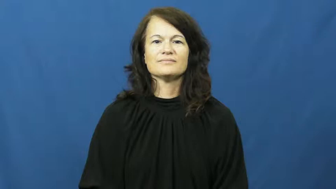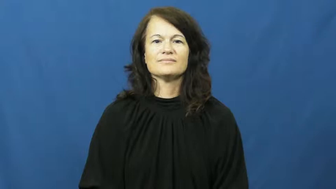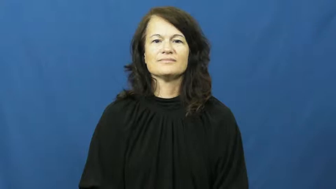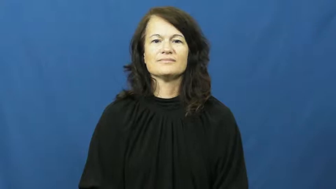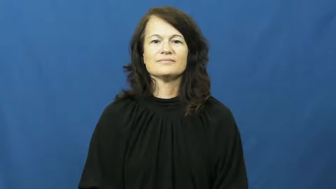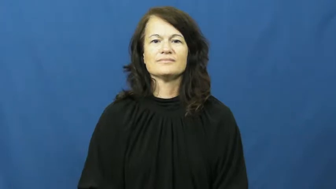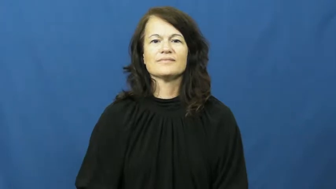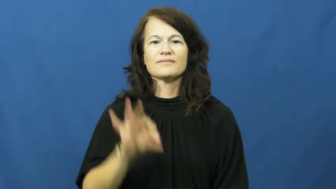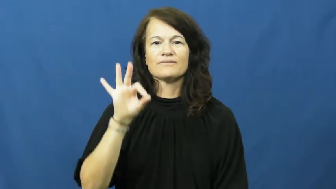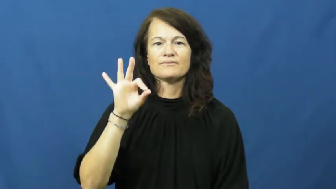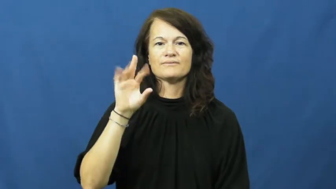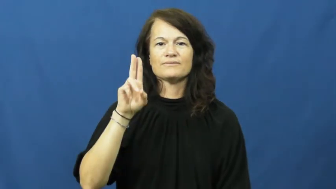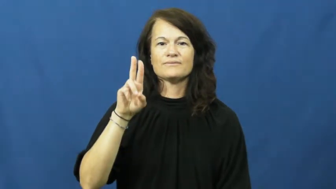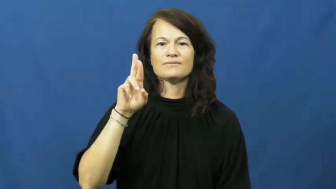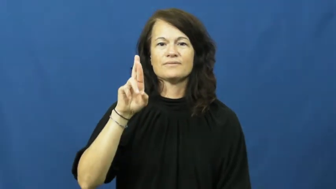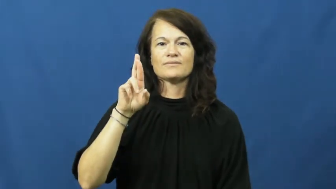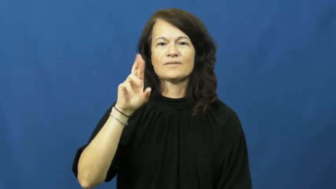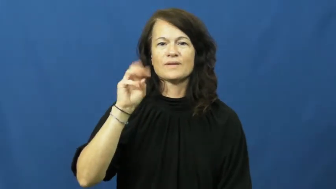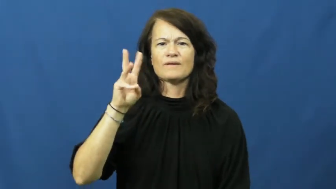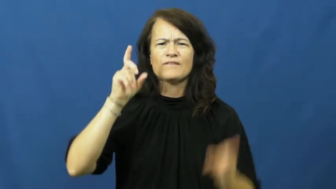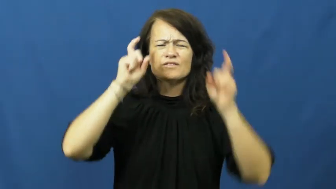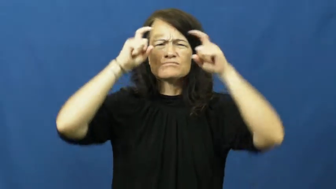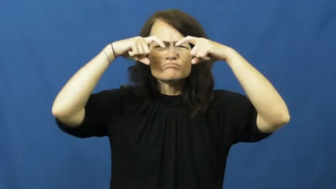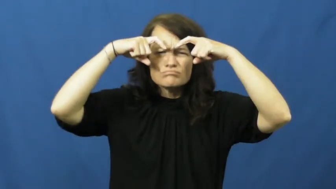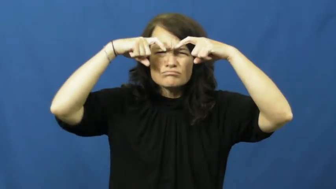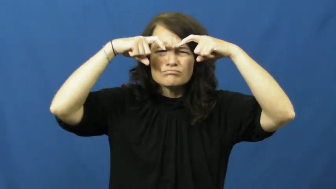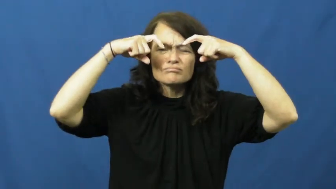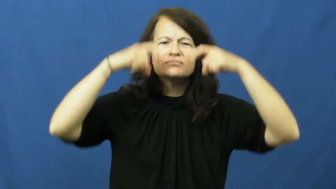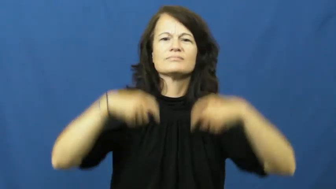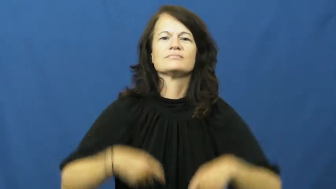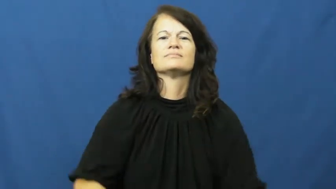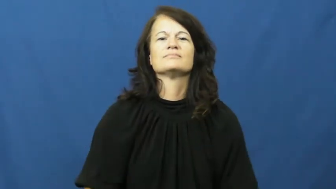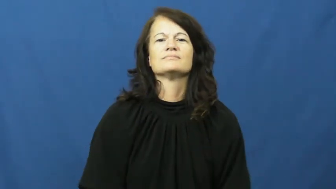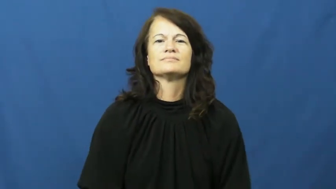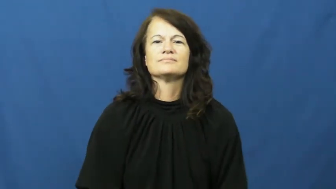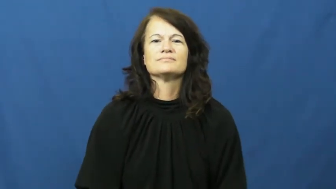furrow-brow